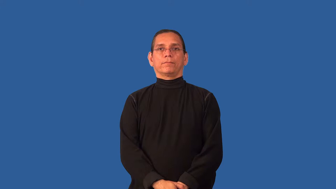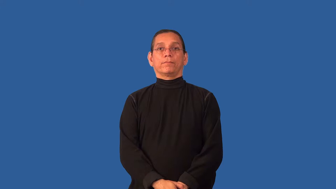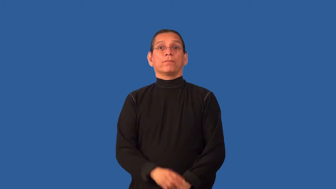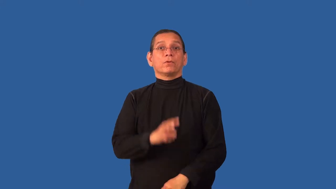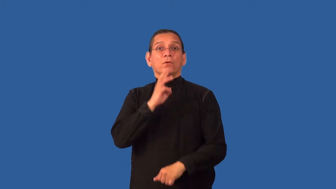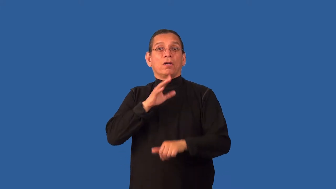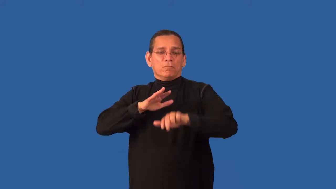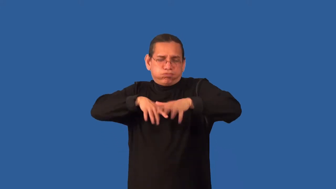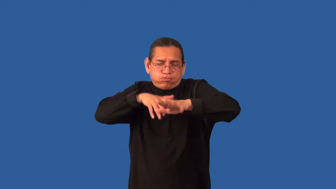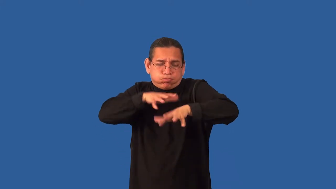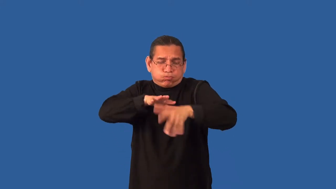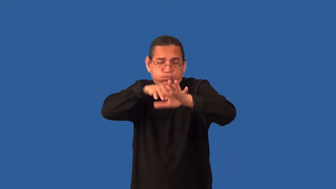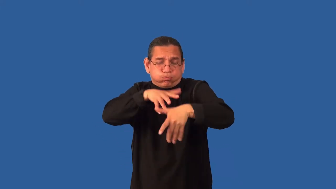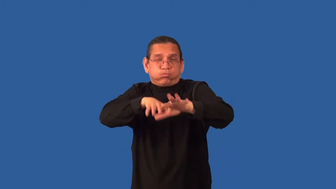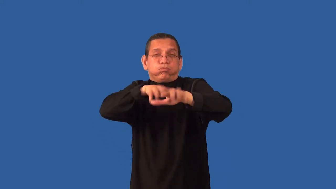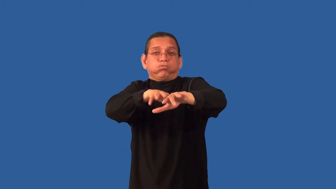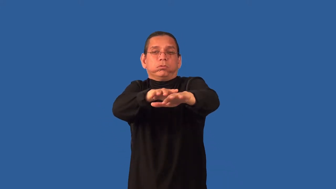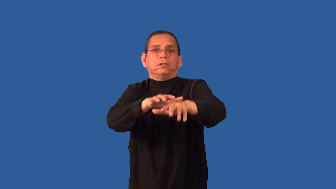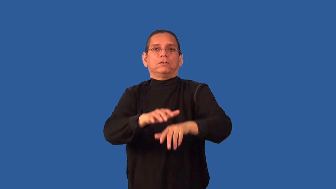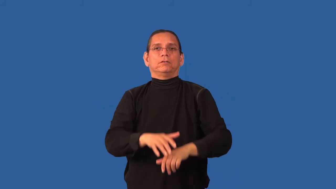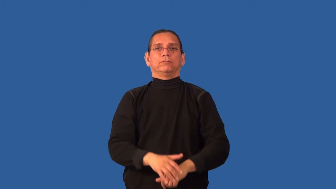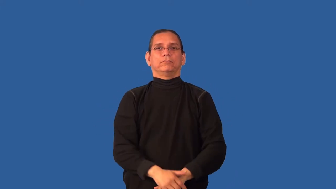choppy-not smooth